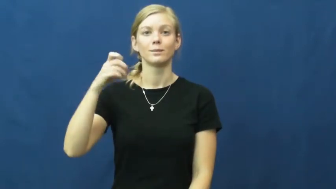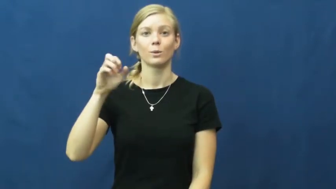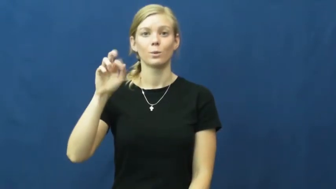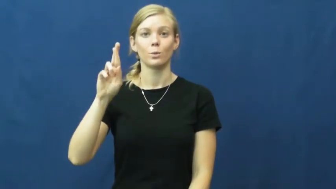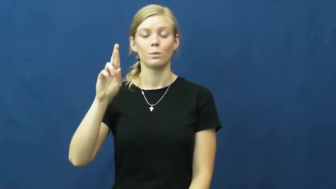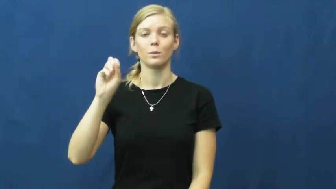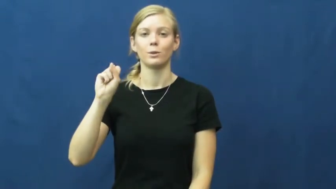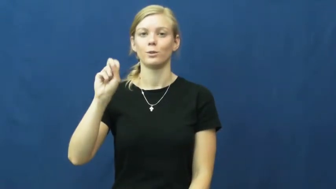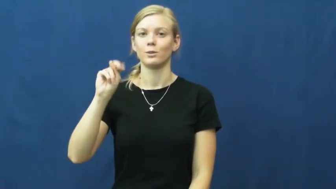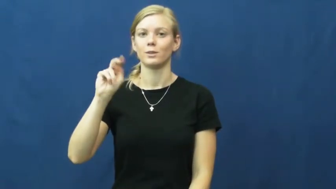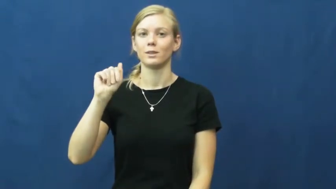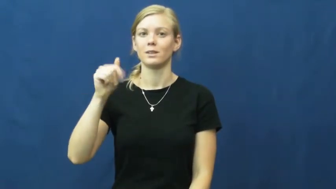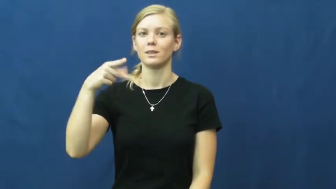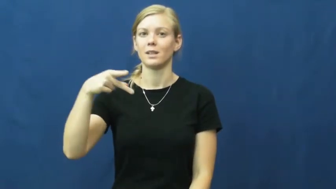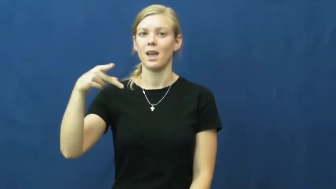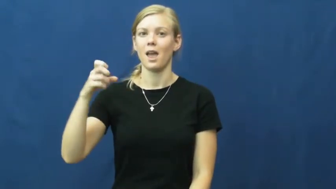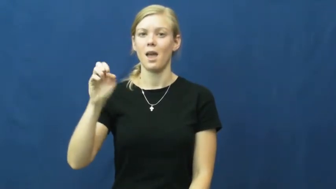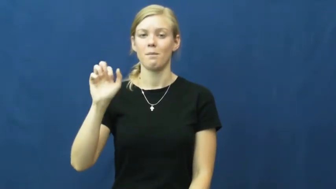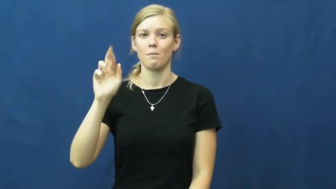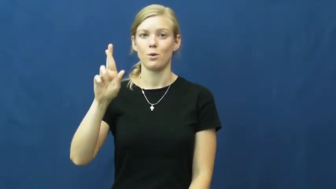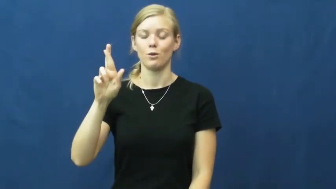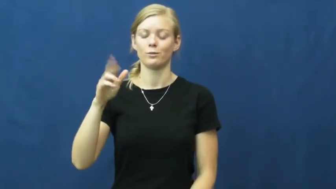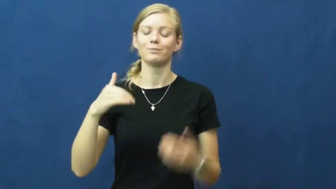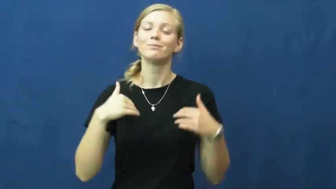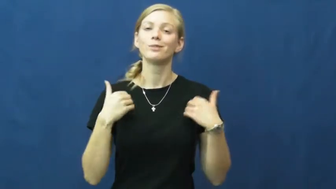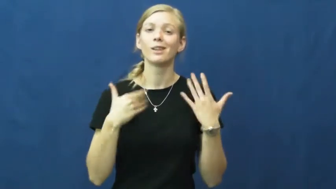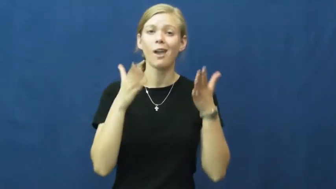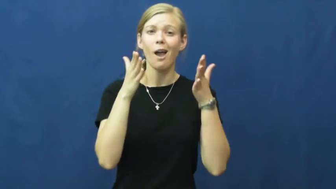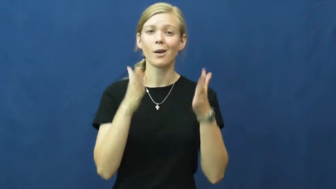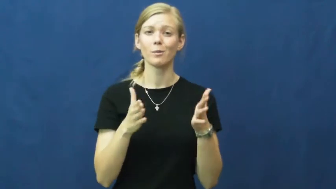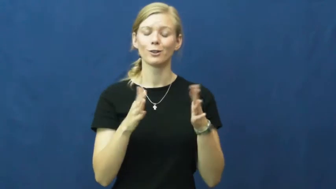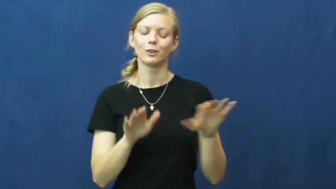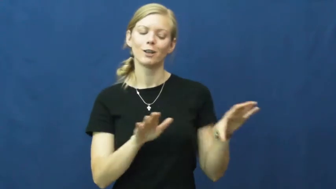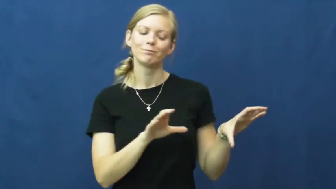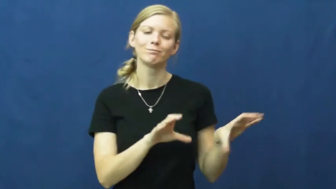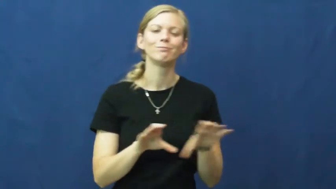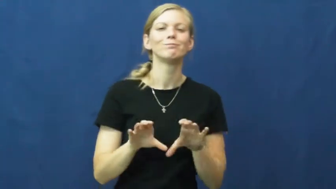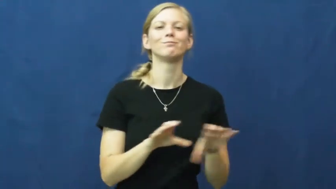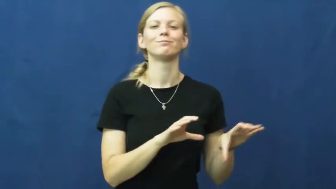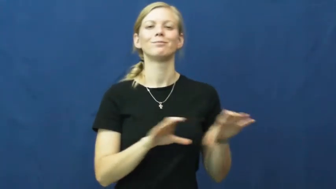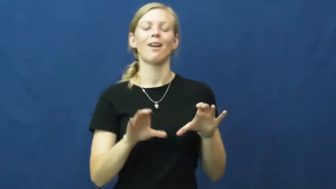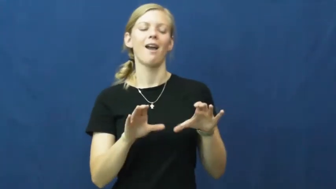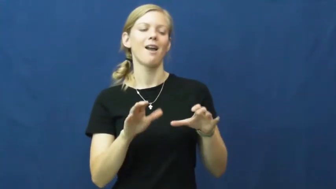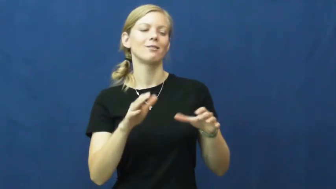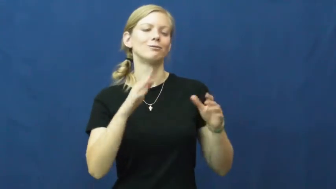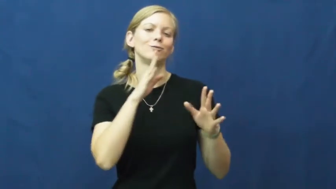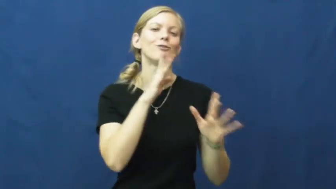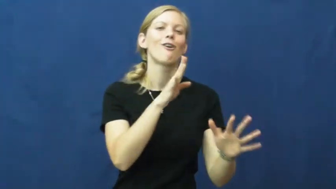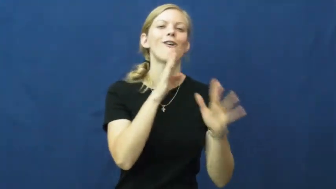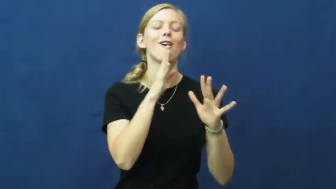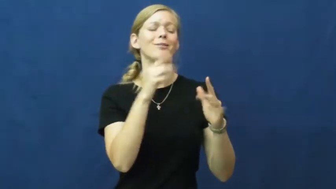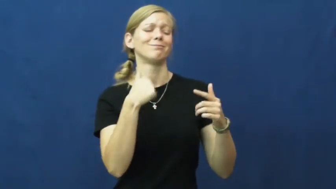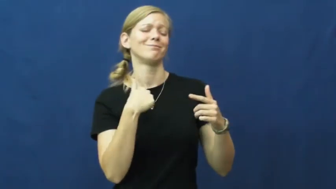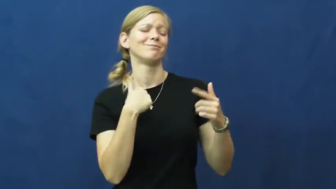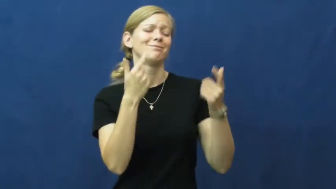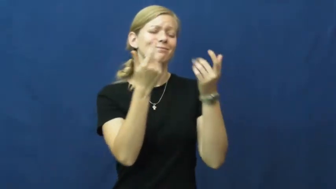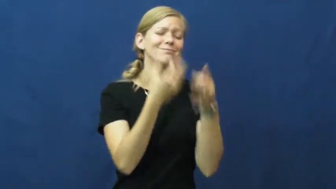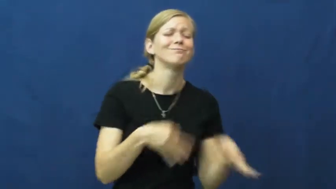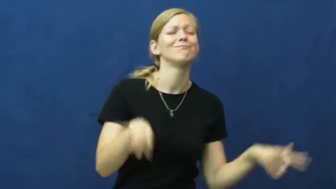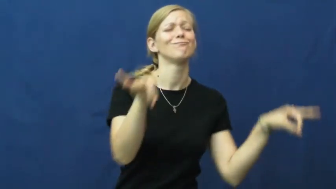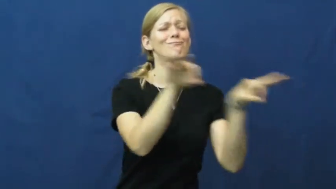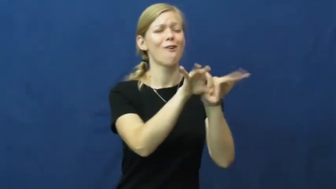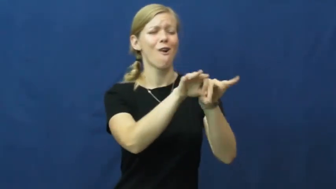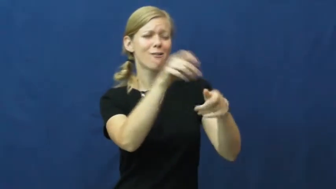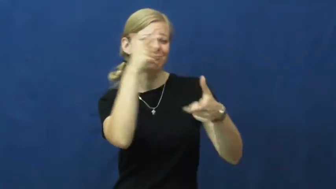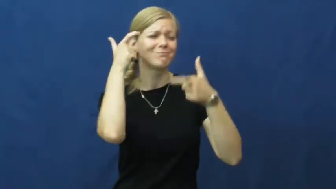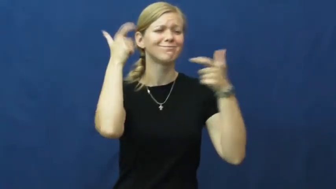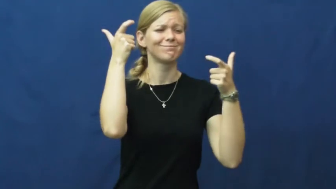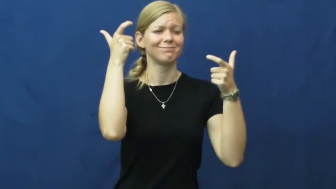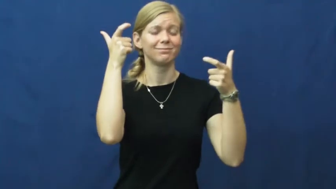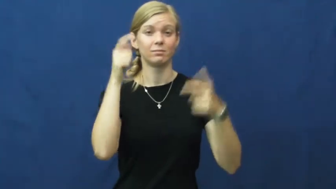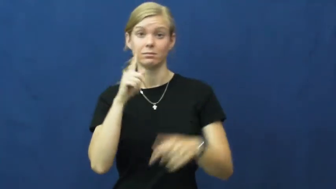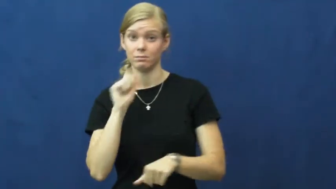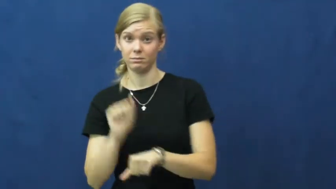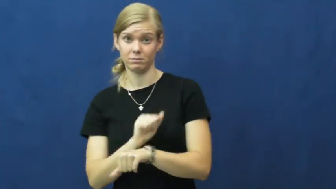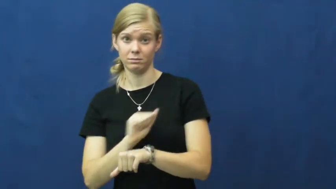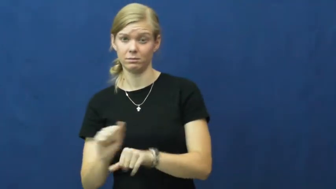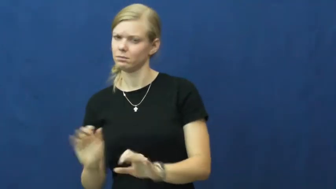whippersnapper